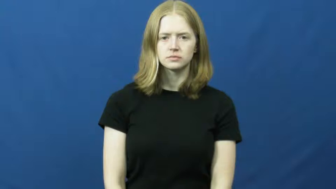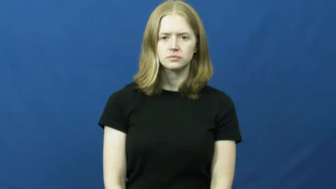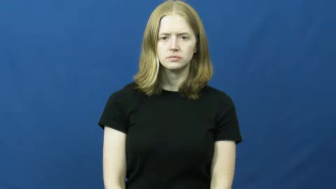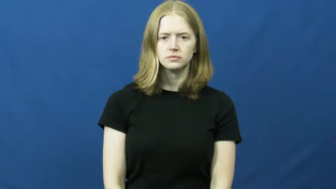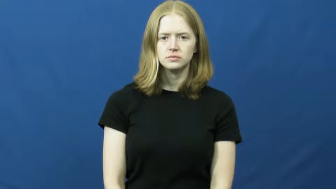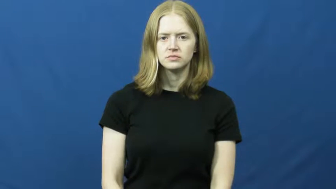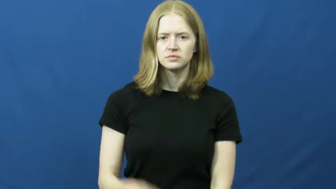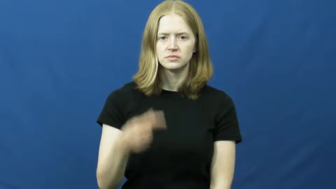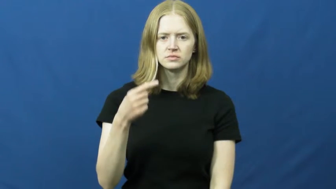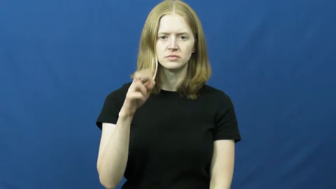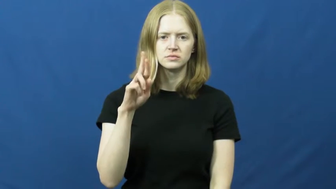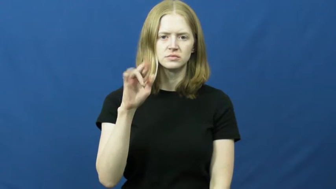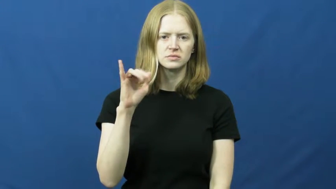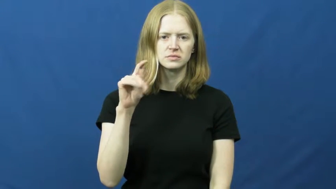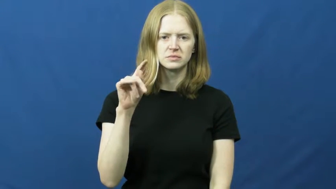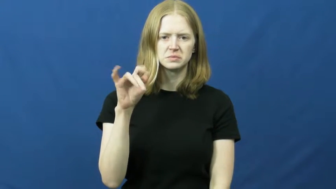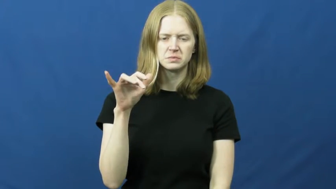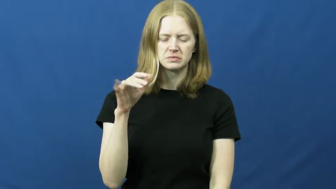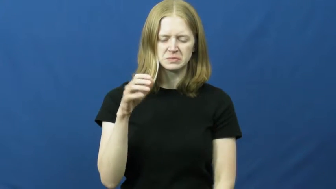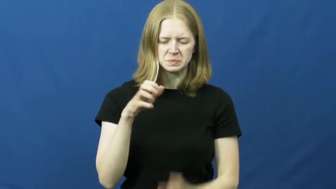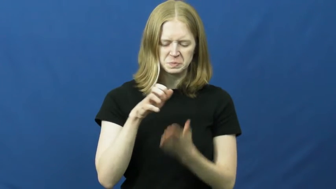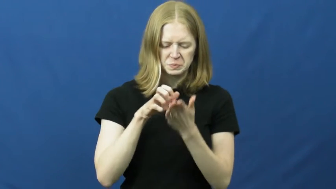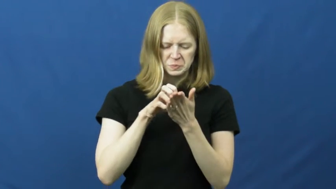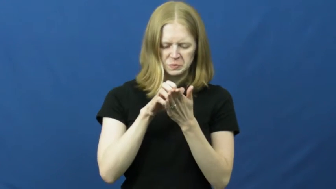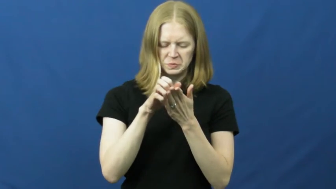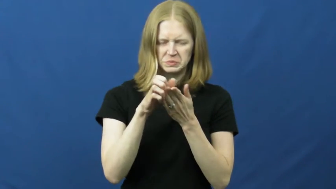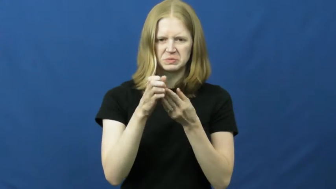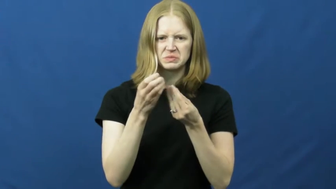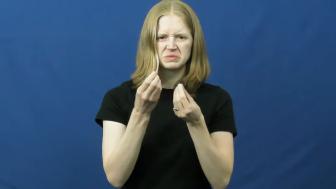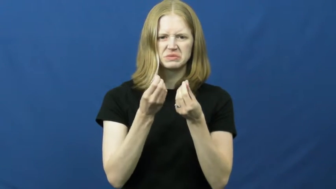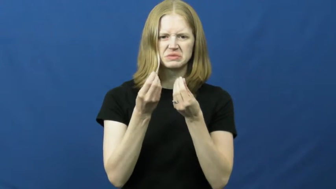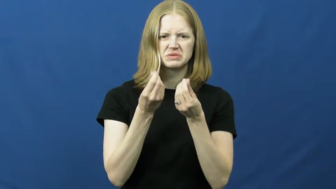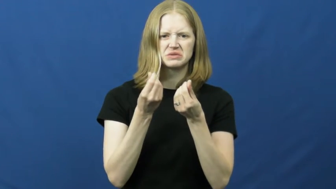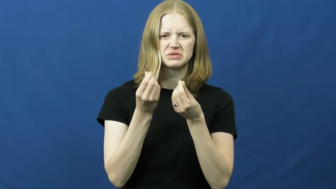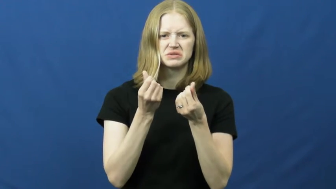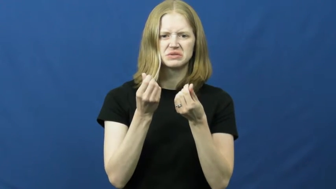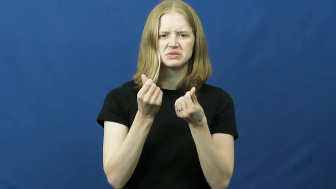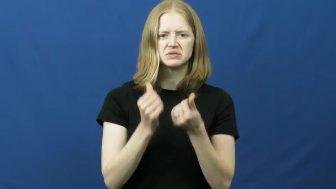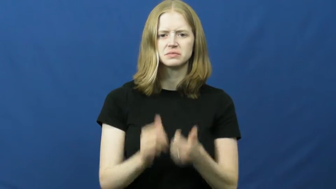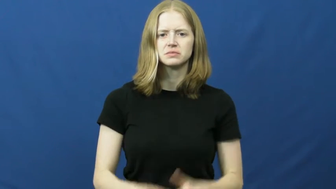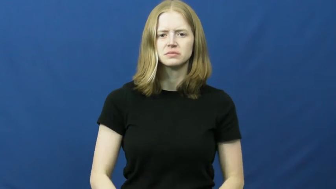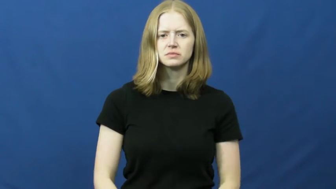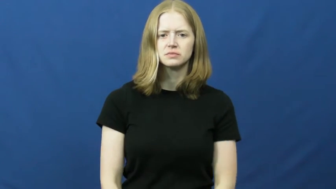gritty-rough